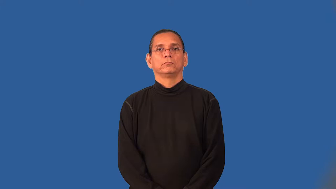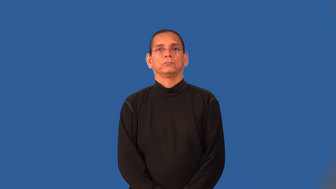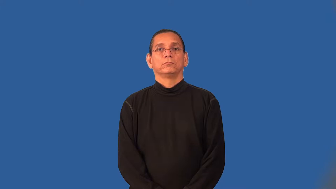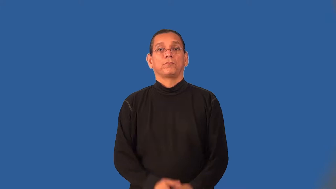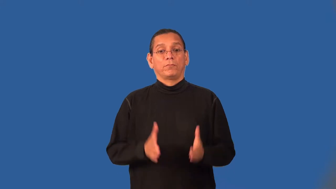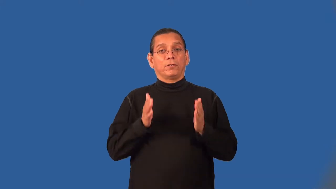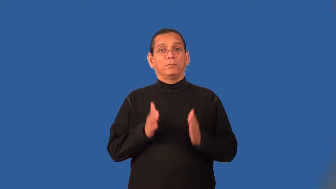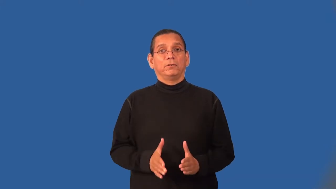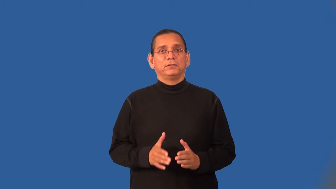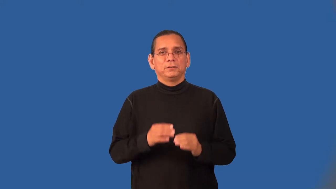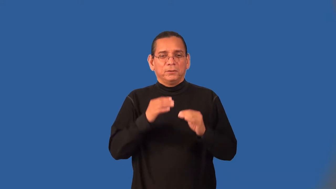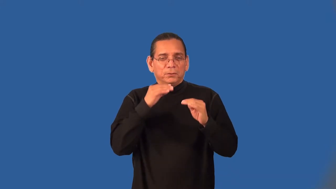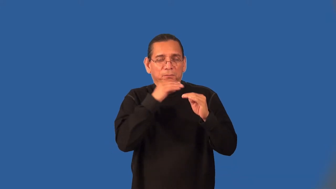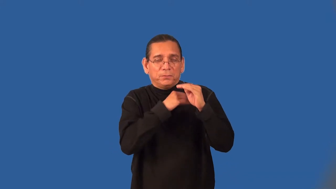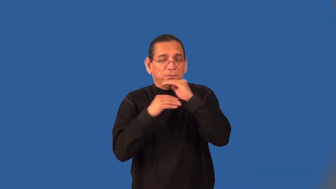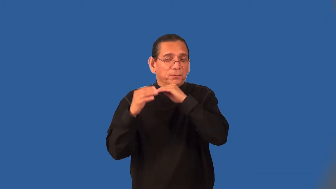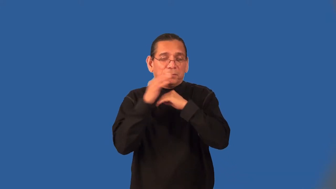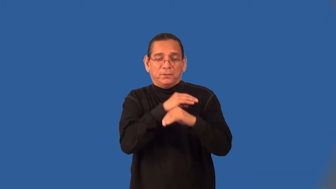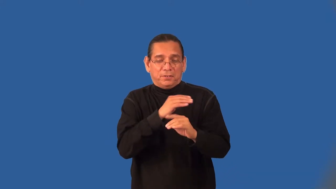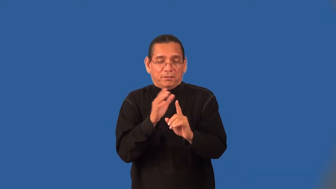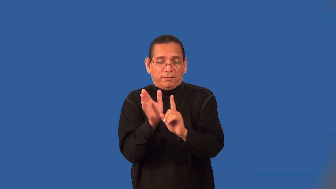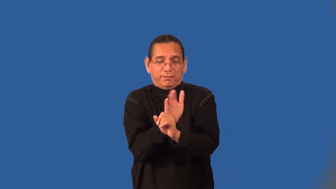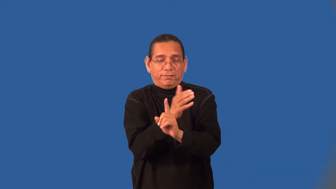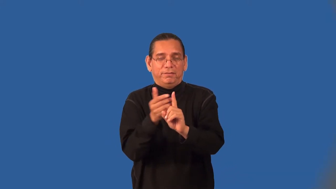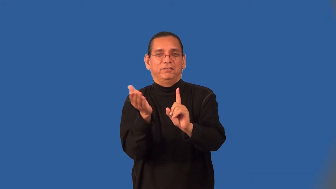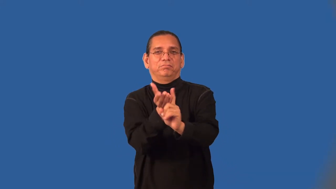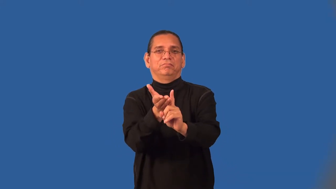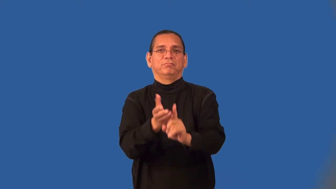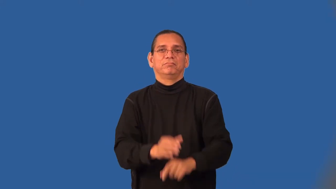beguile